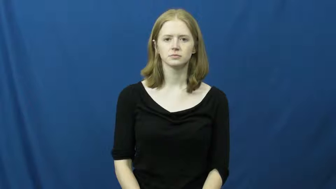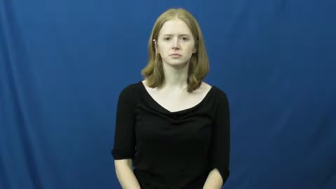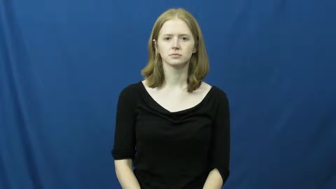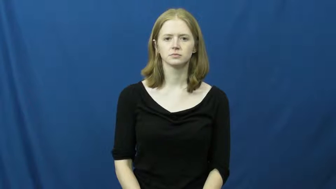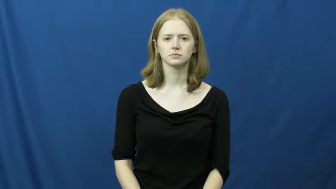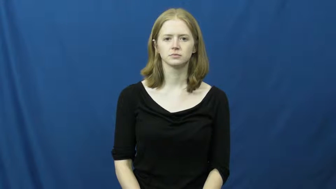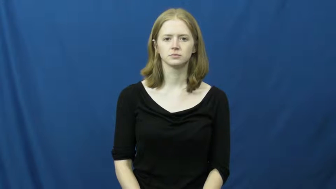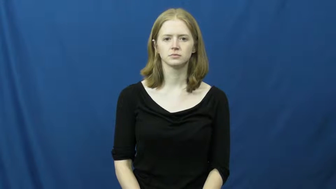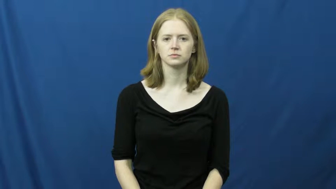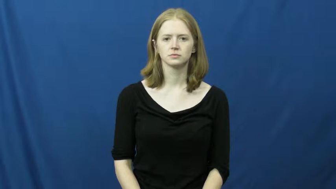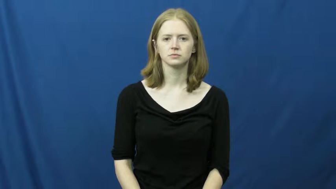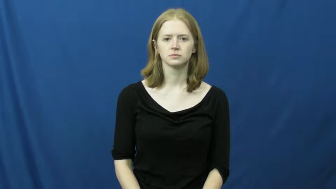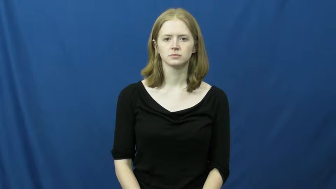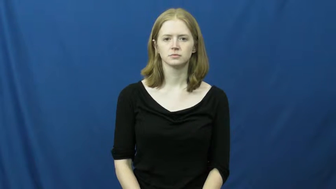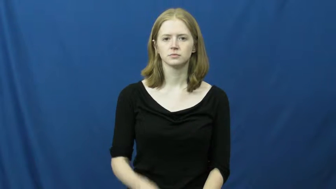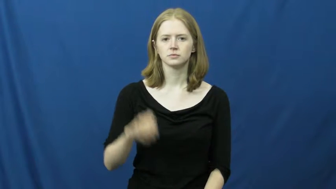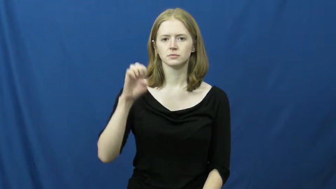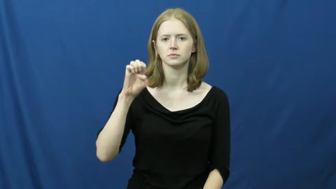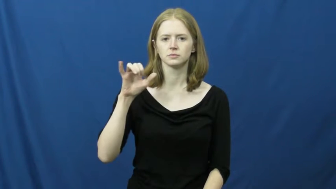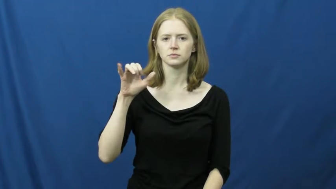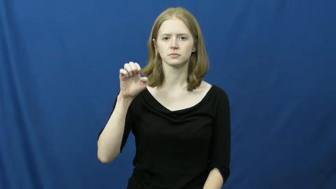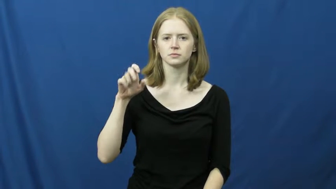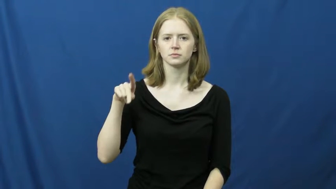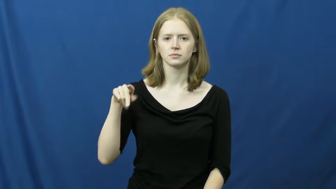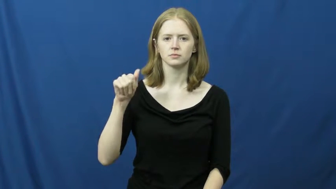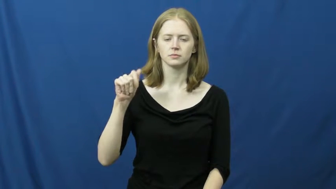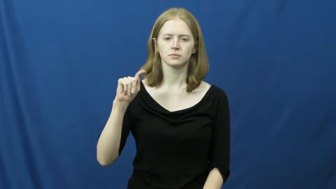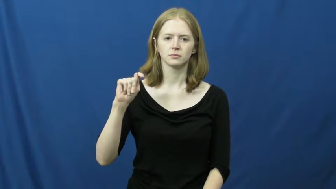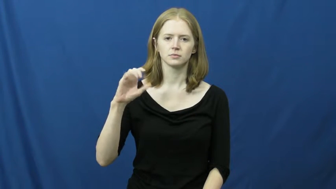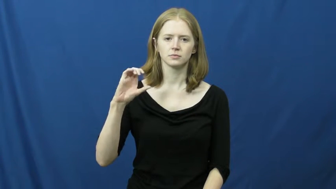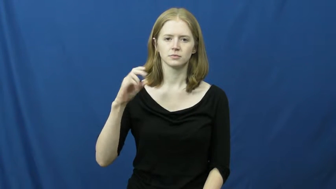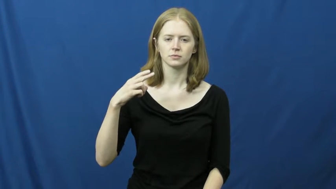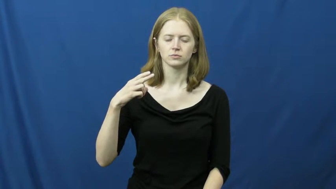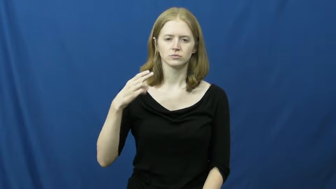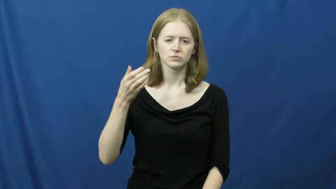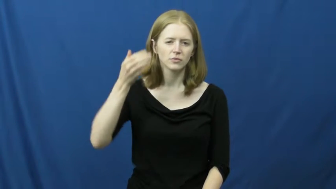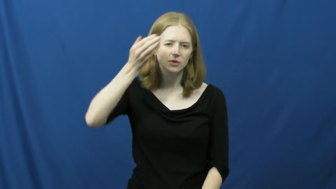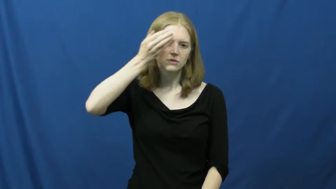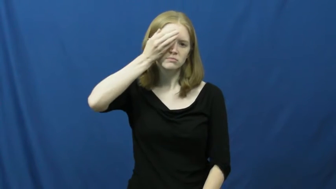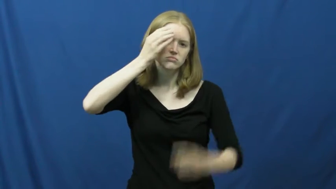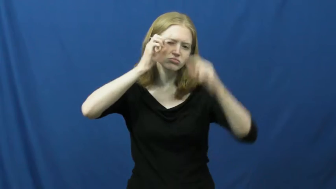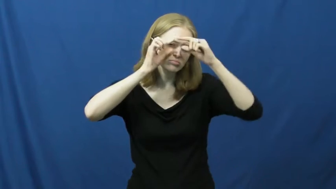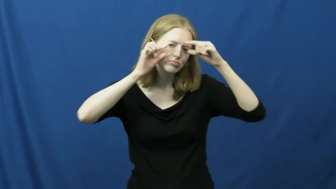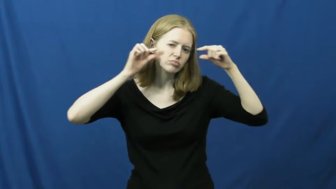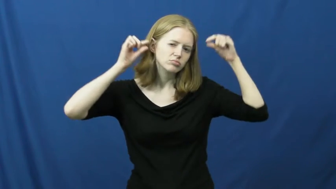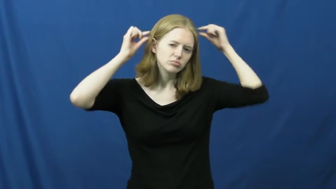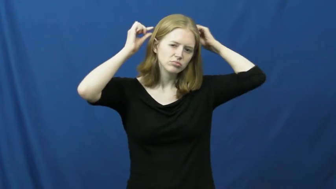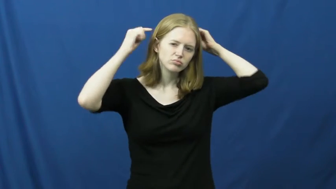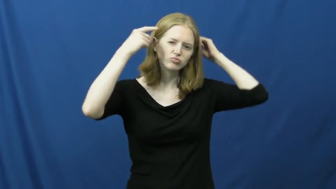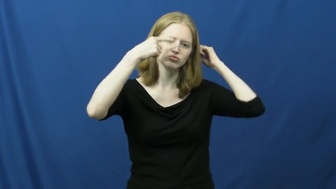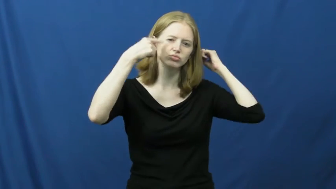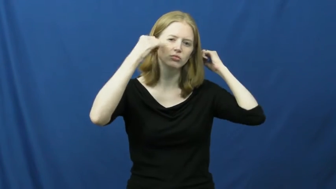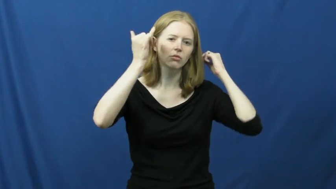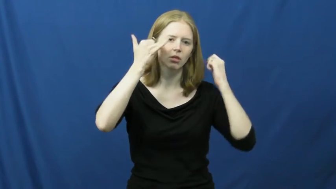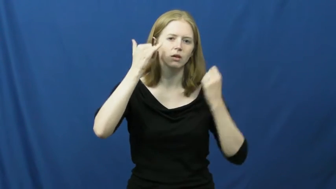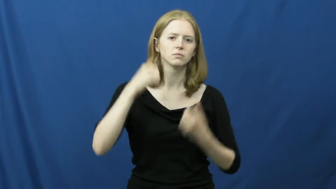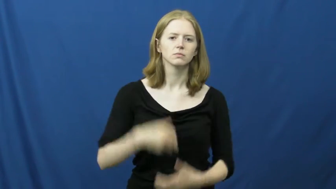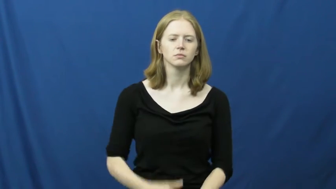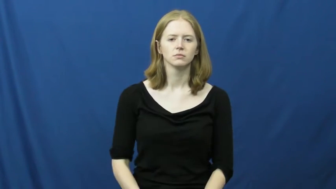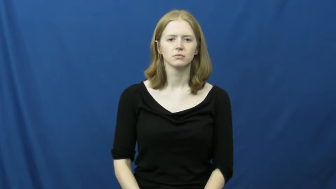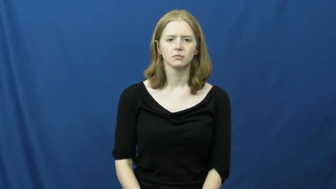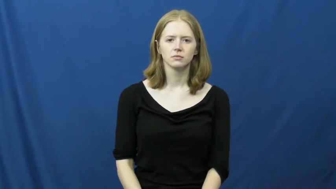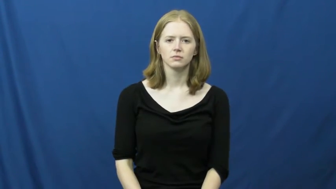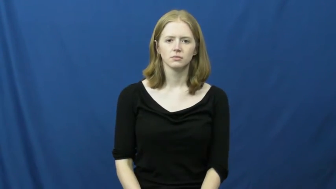eyepatch